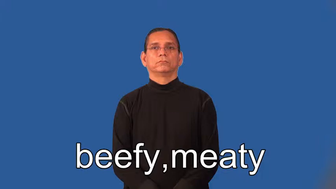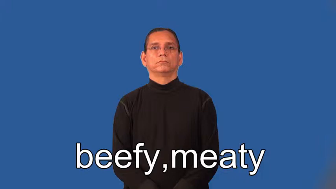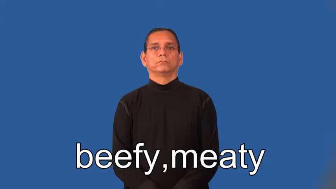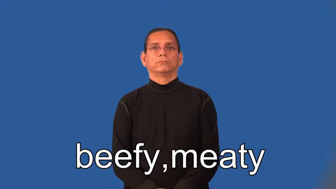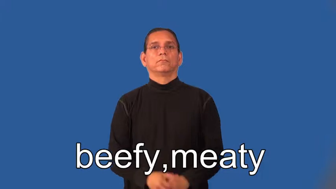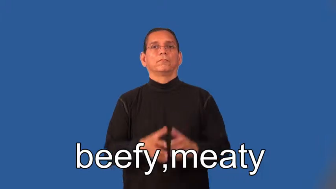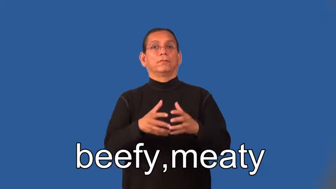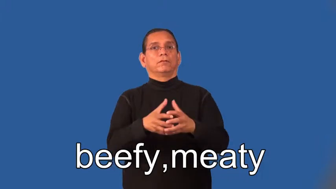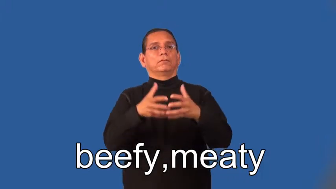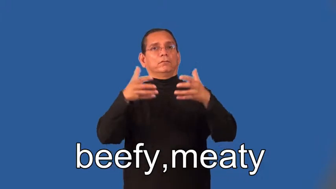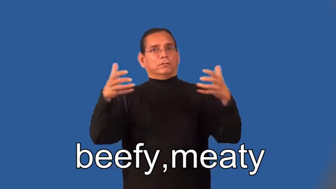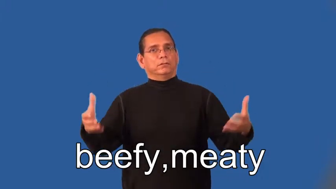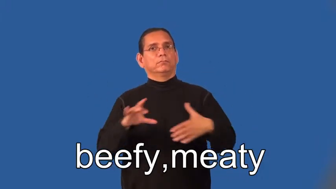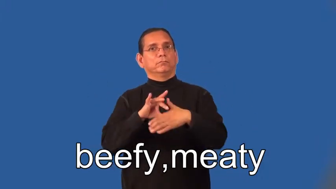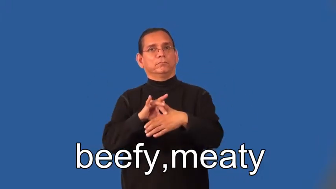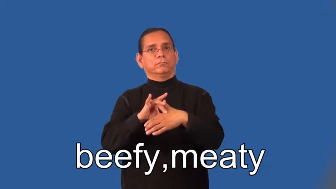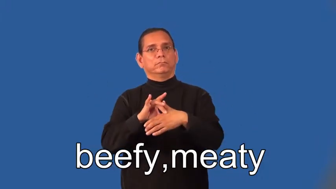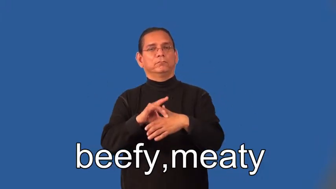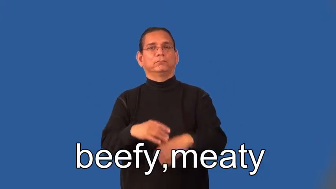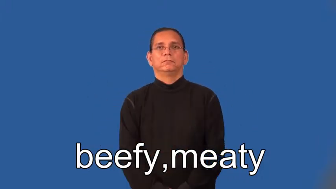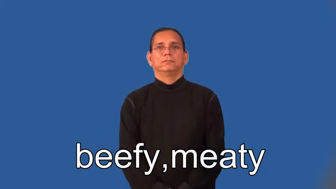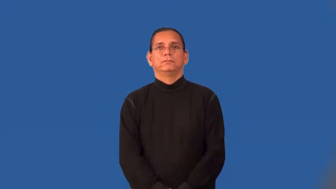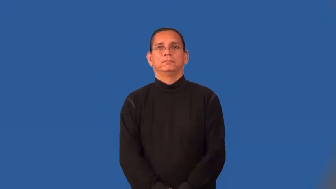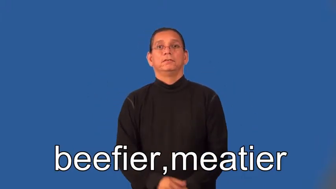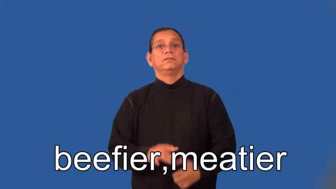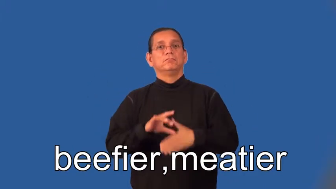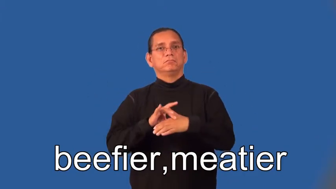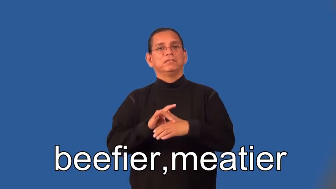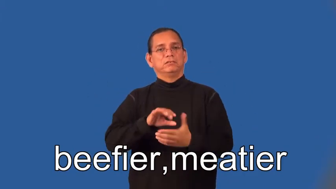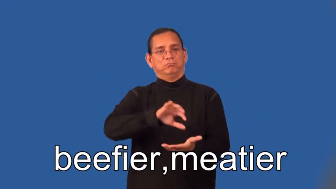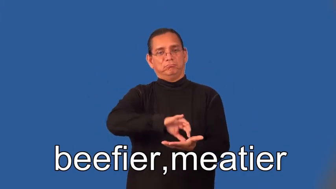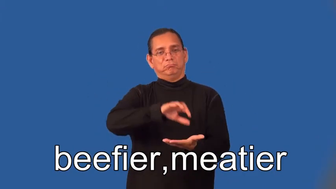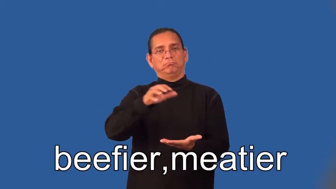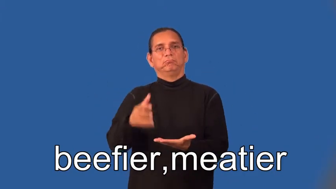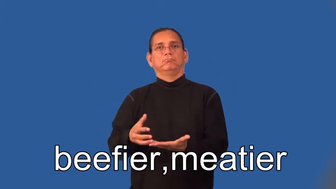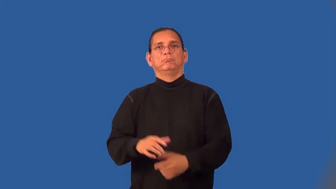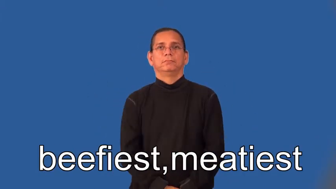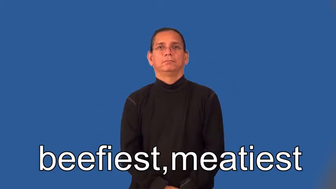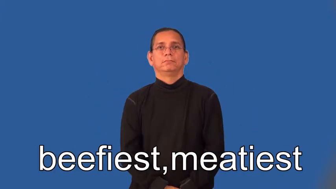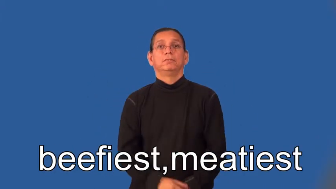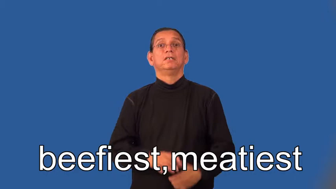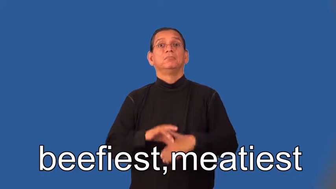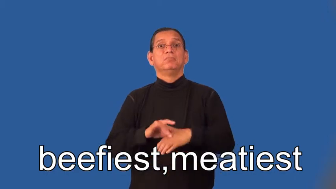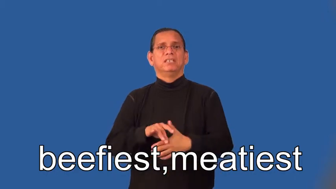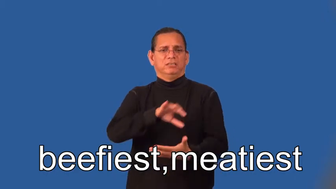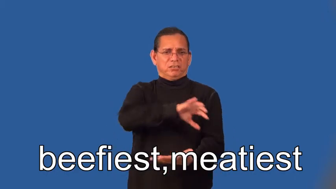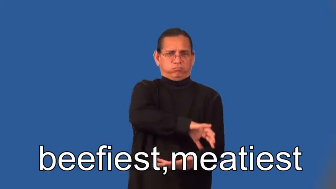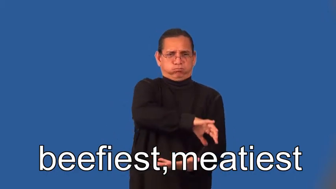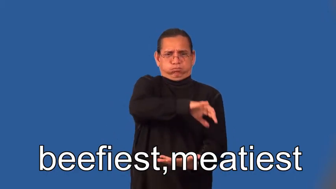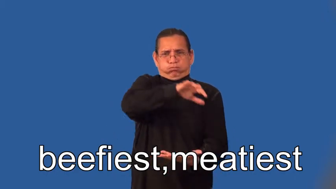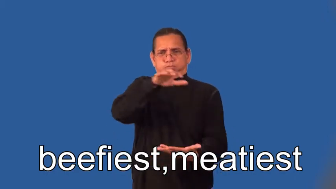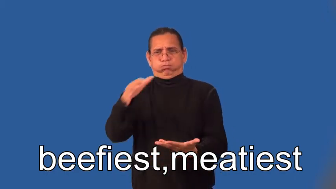beefier,meatier,beefiest,meatiest